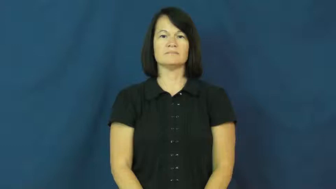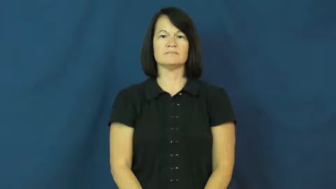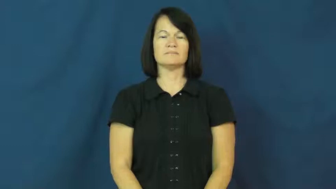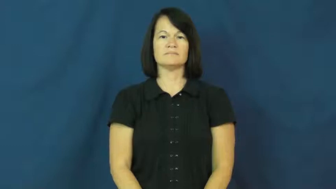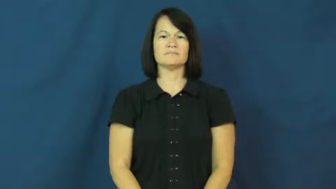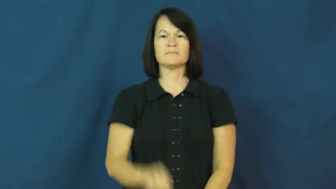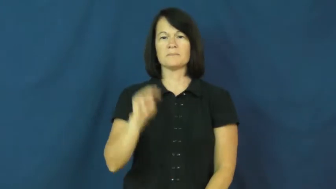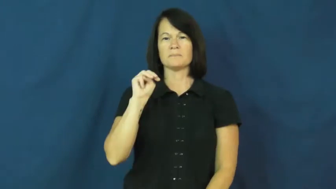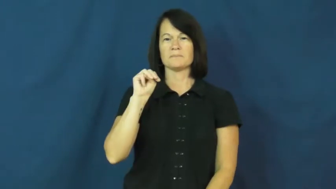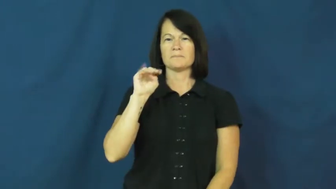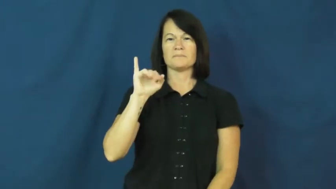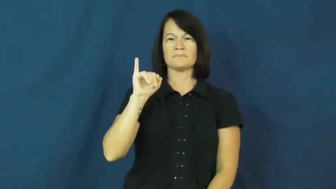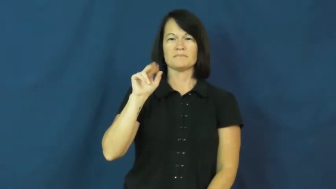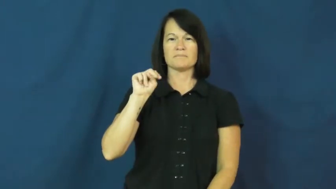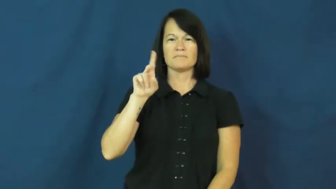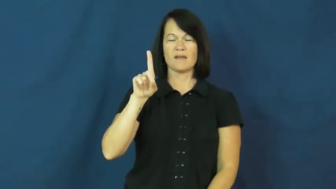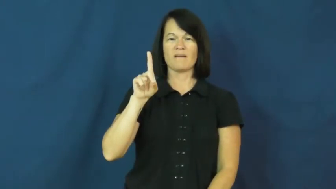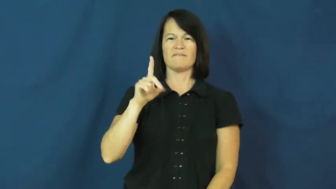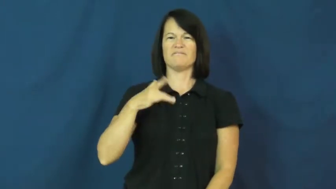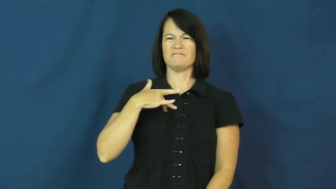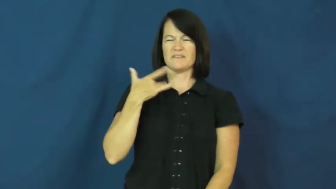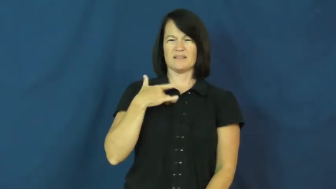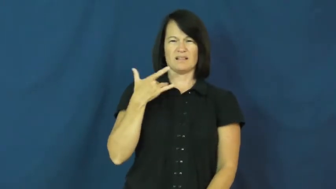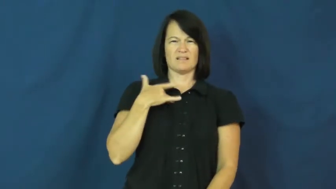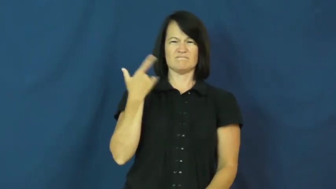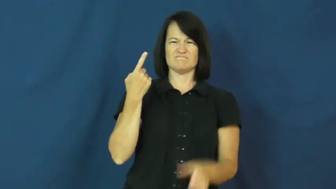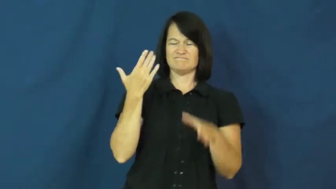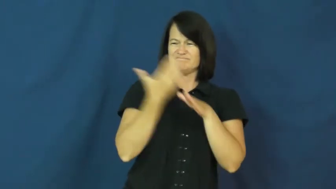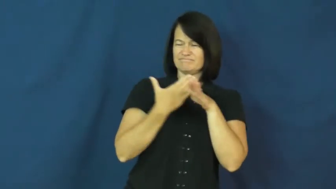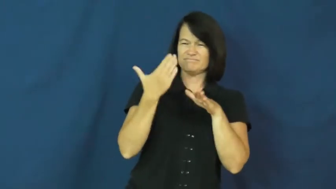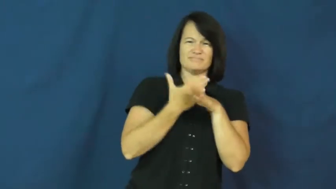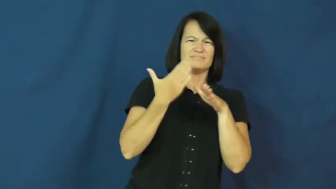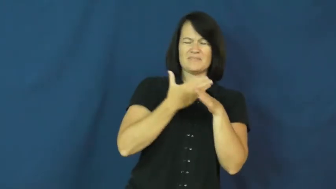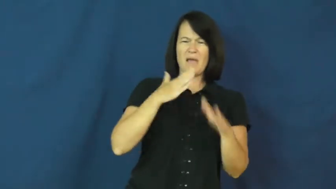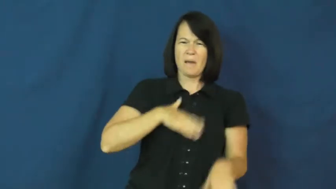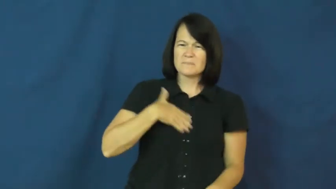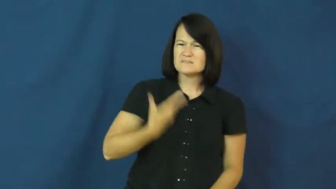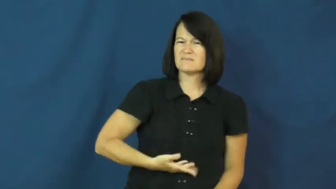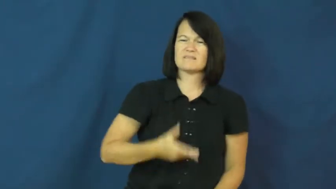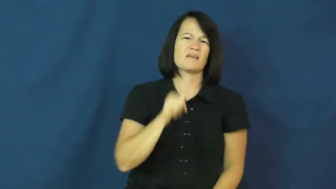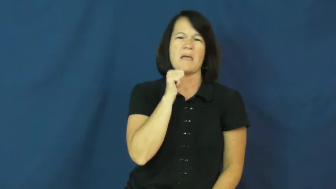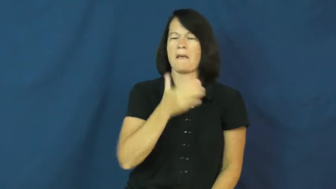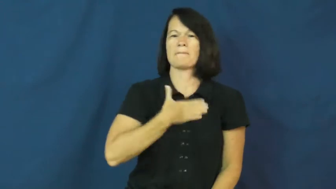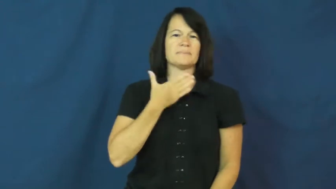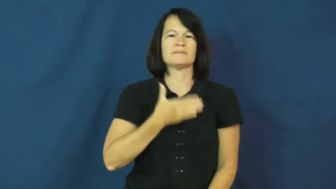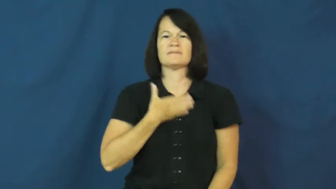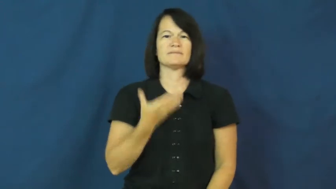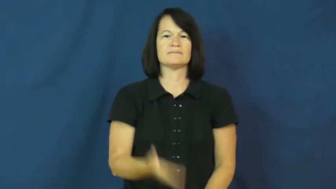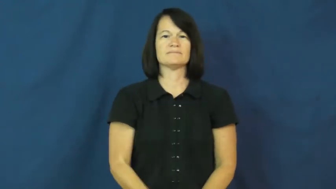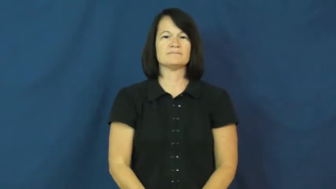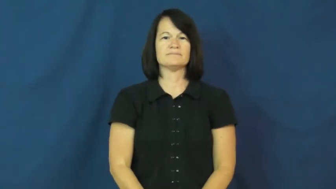mind-bothered